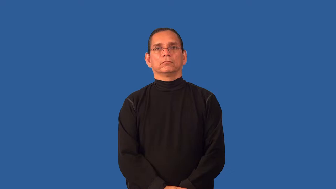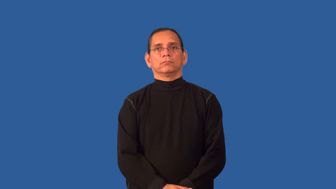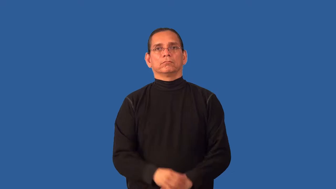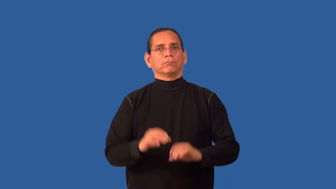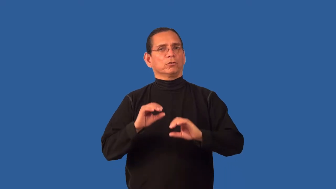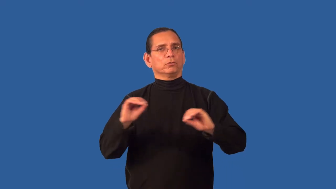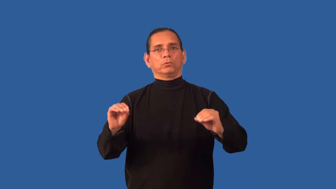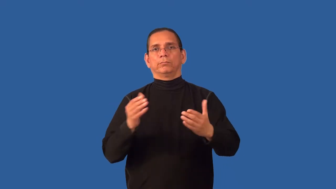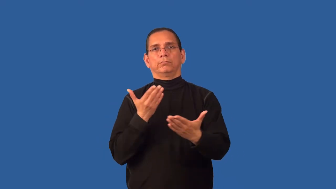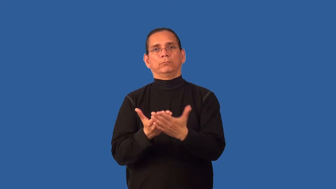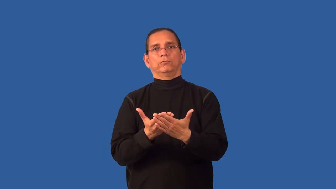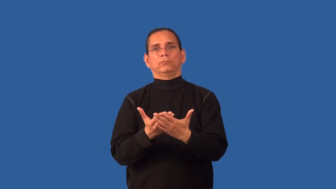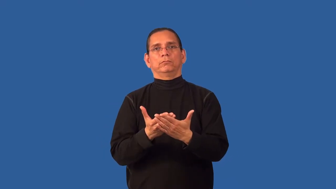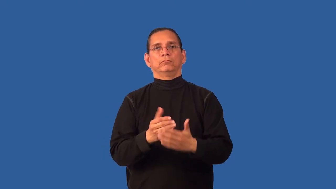baseless,groundless